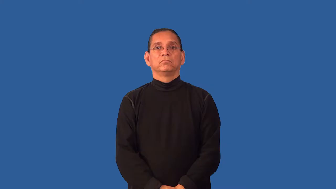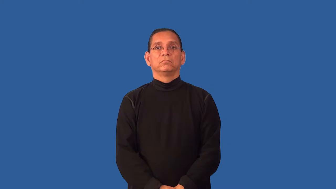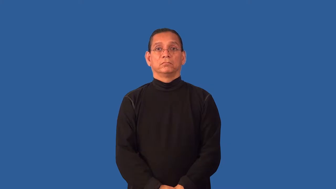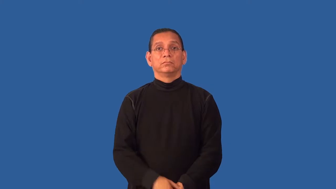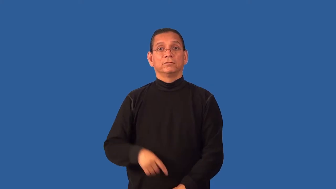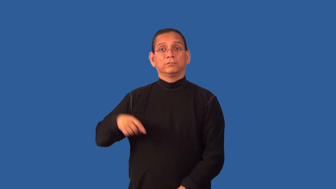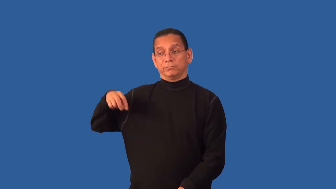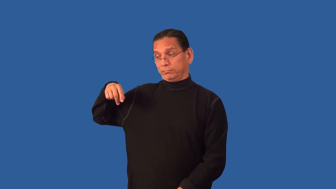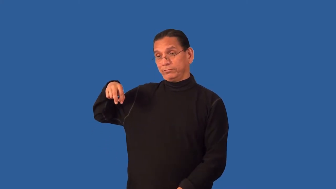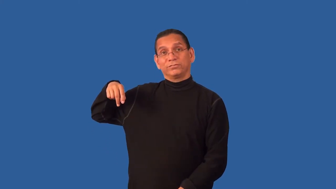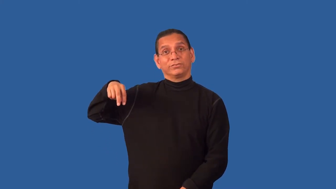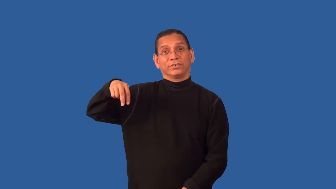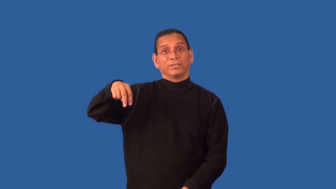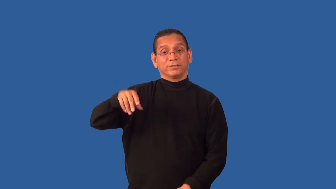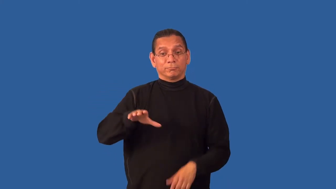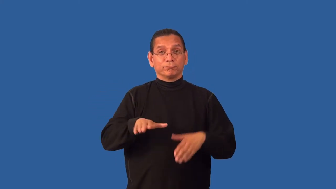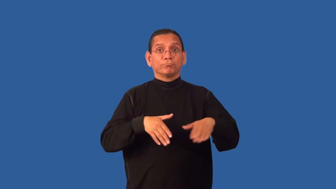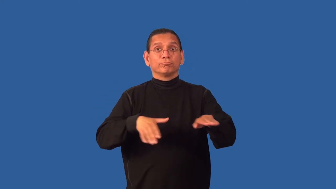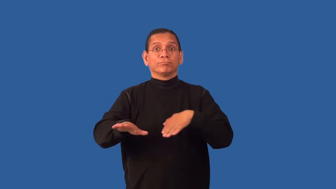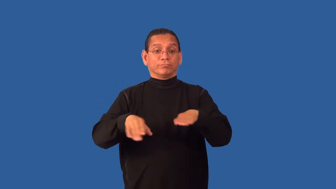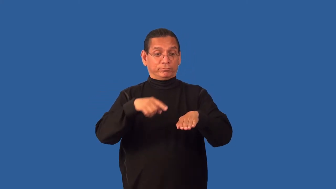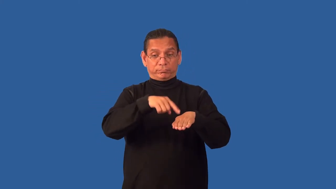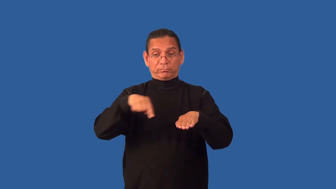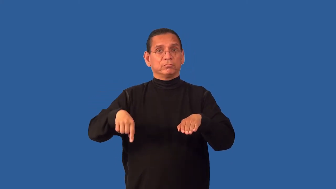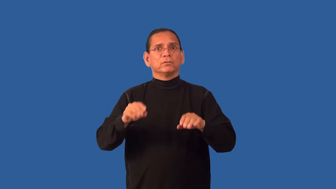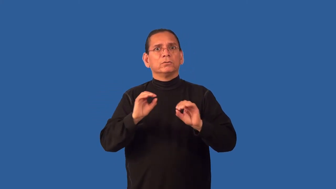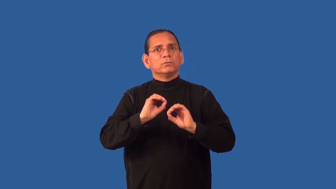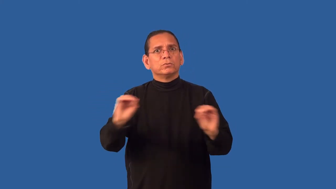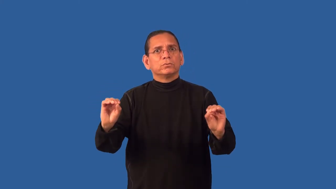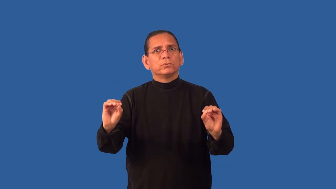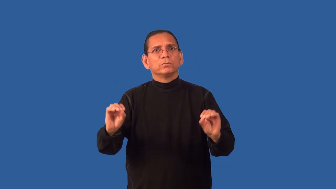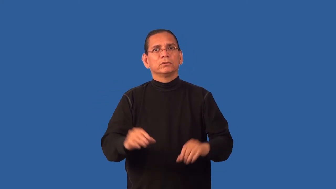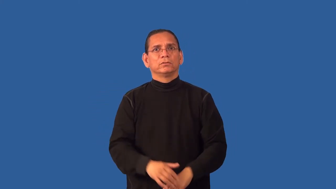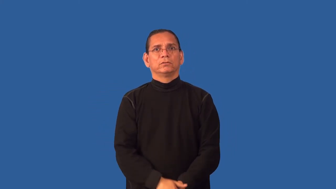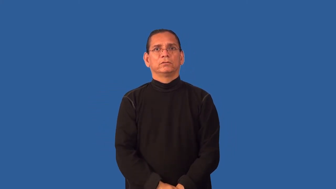footless